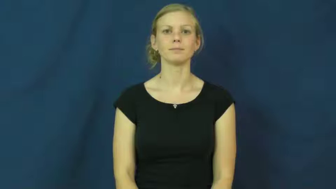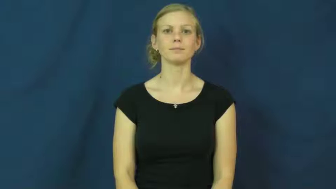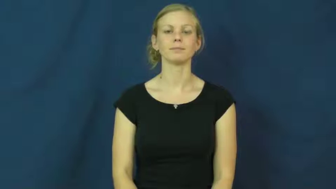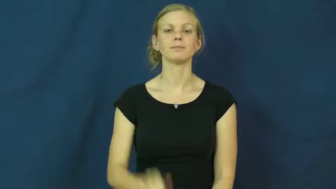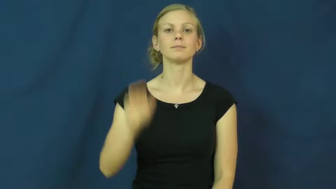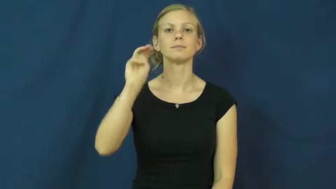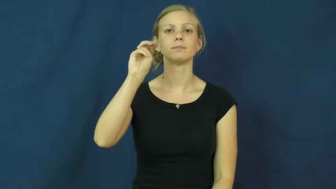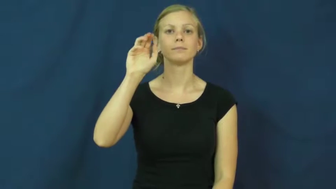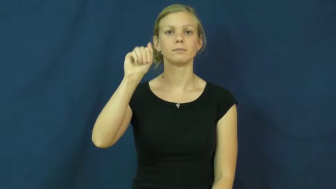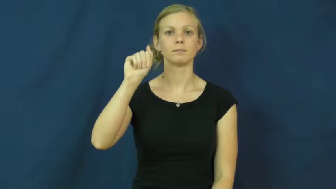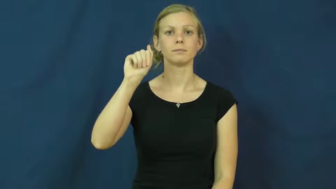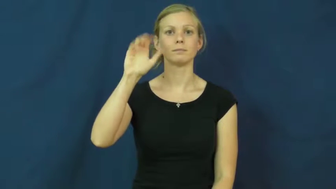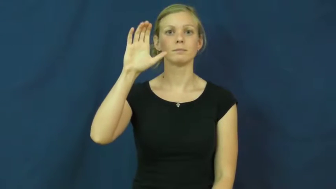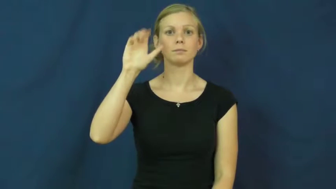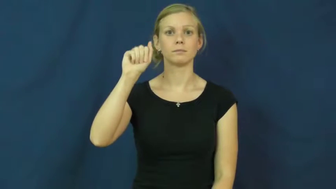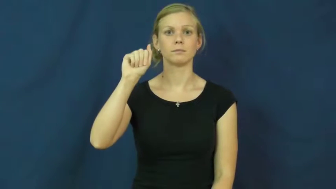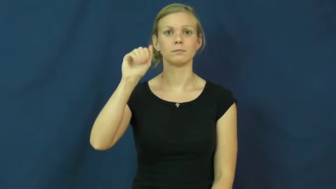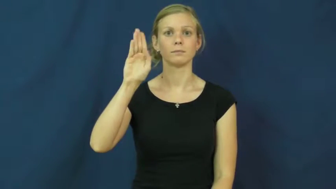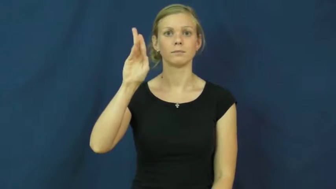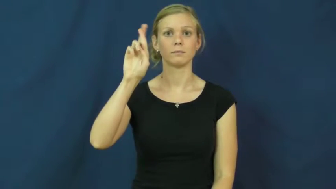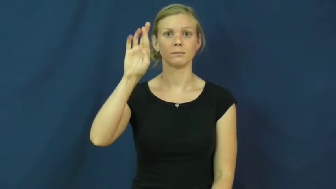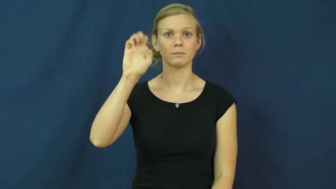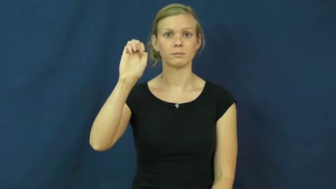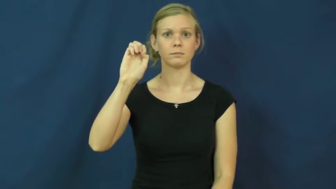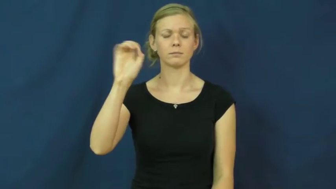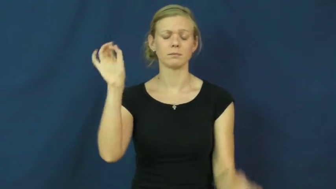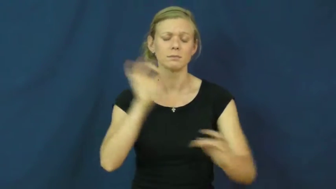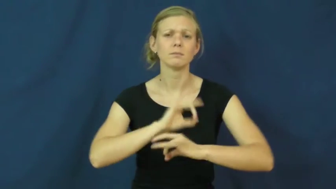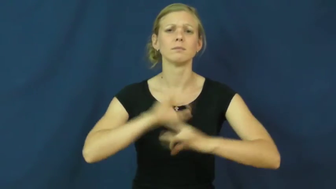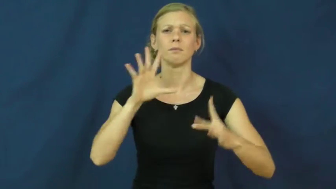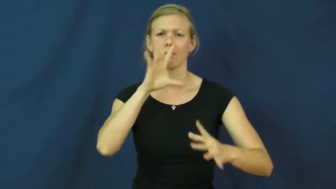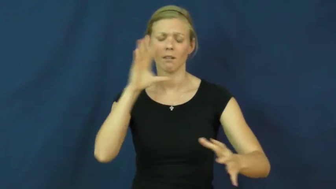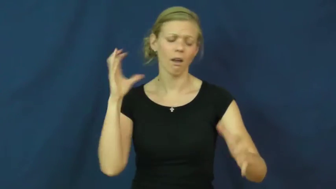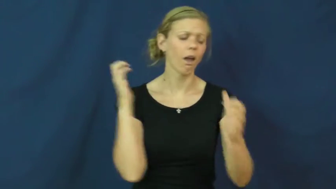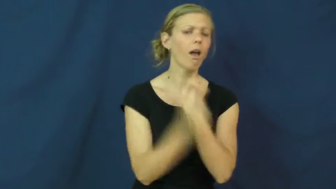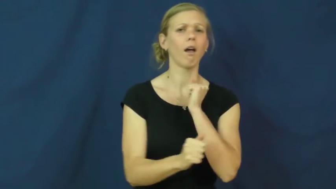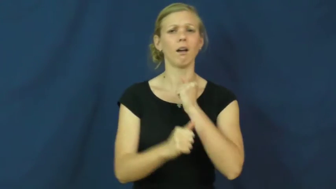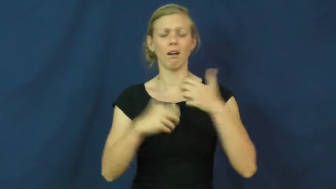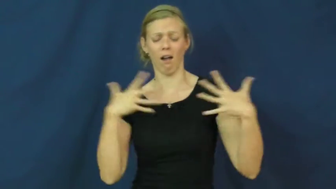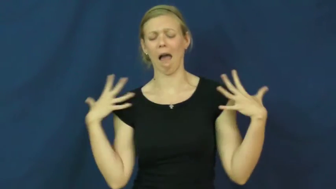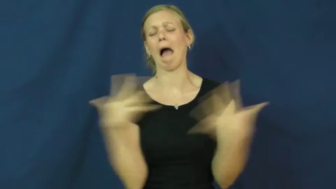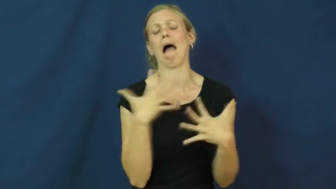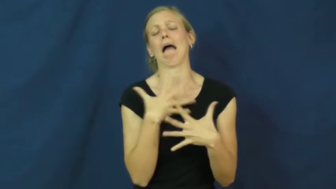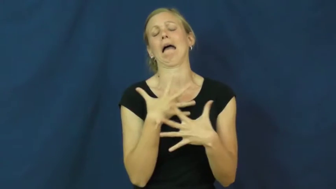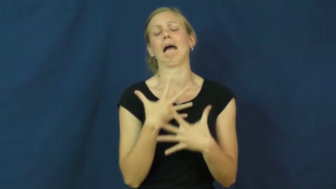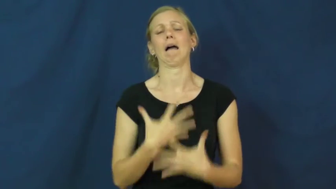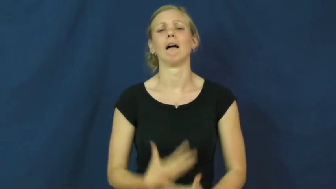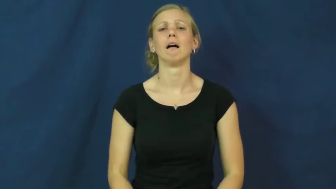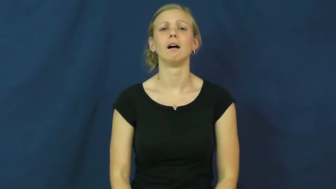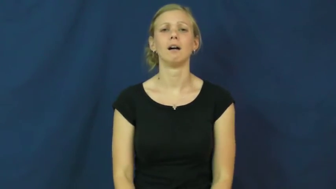macabre